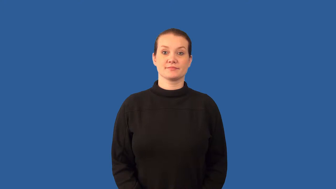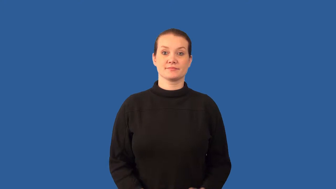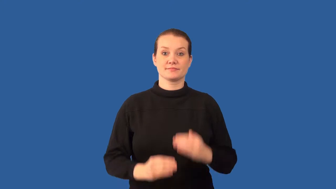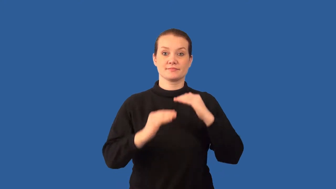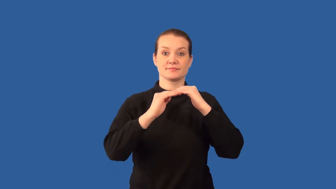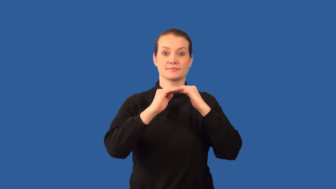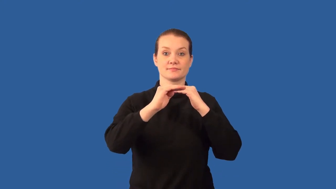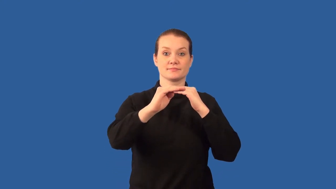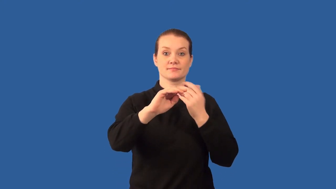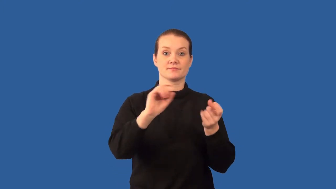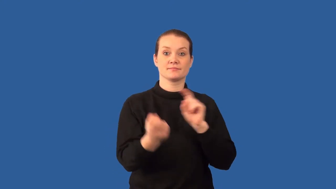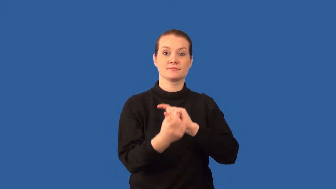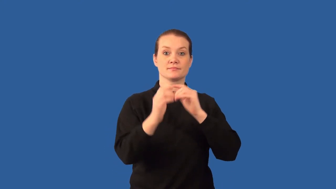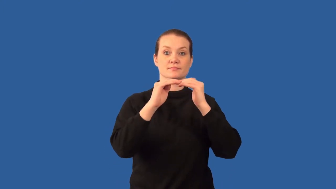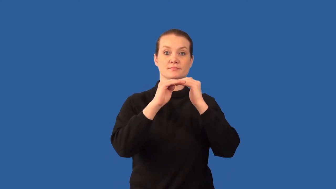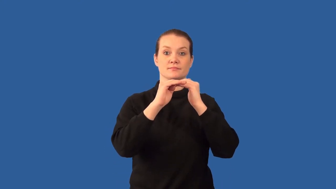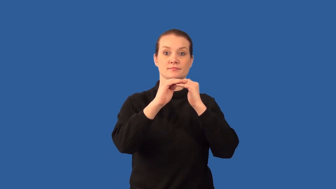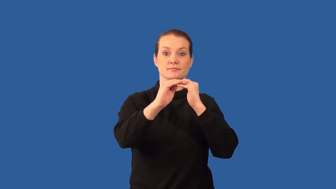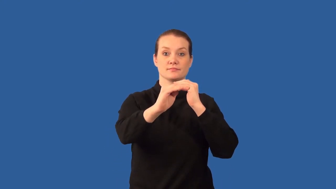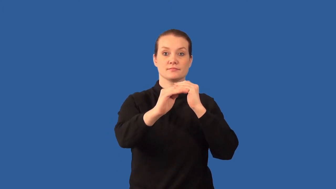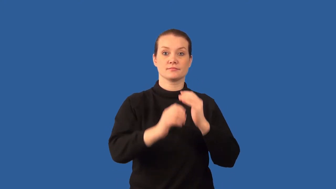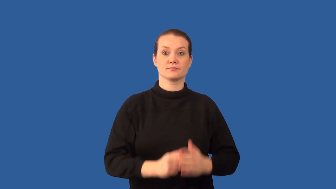punctuate-change